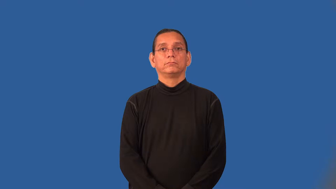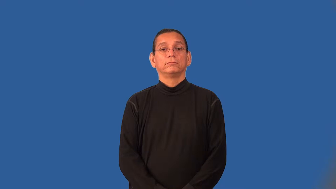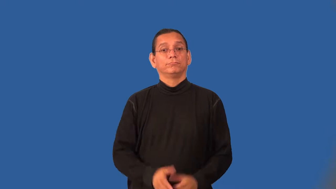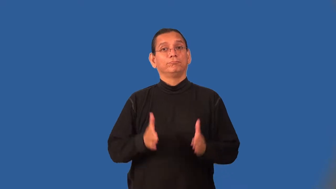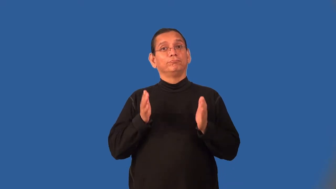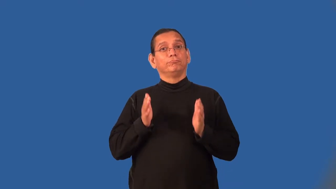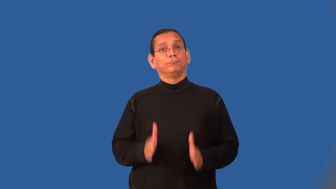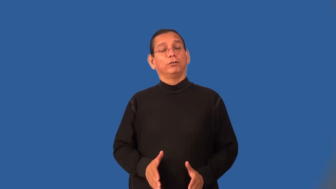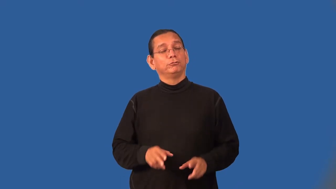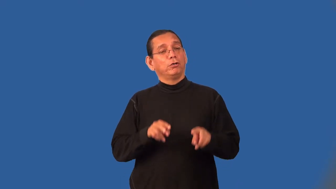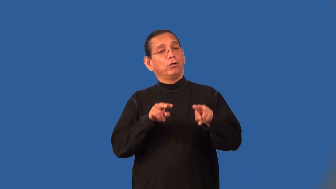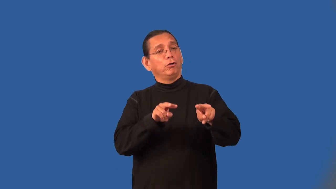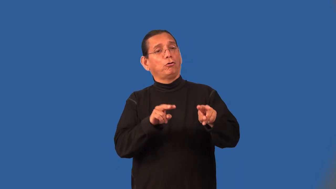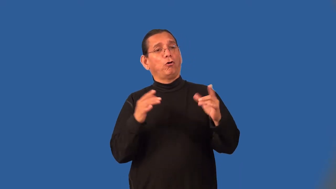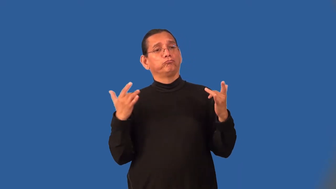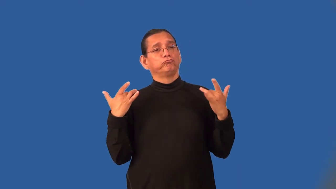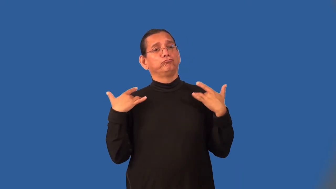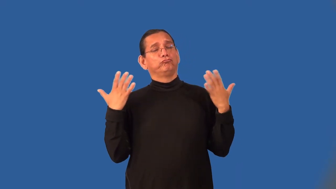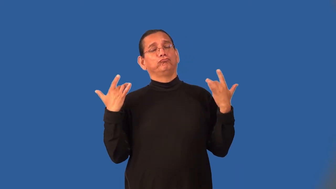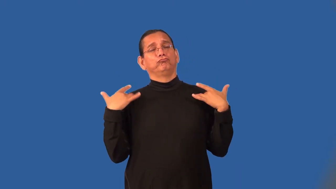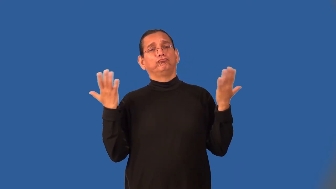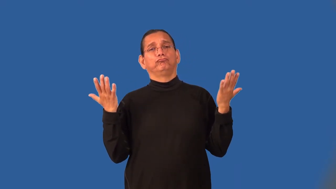bystander